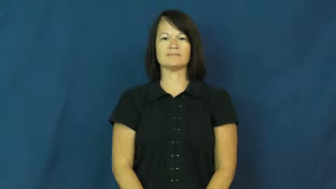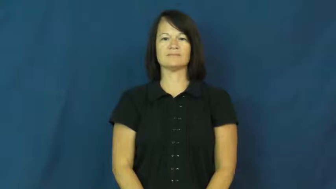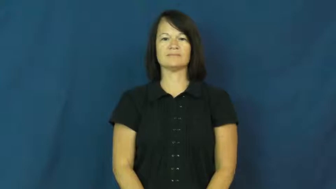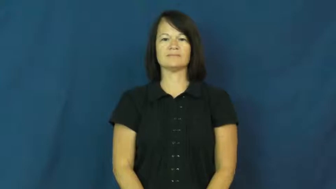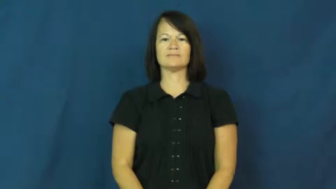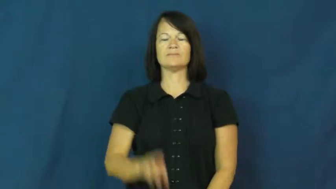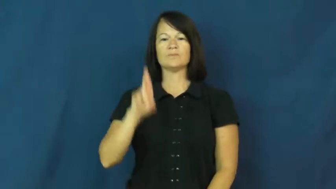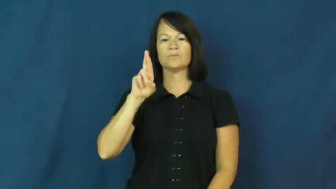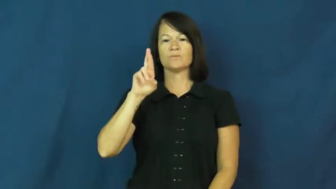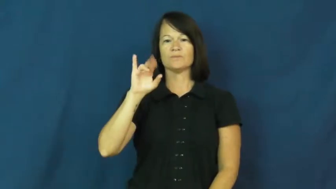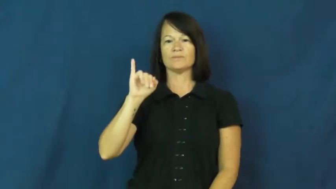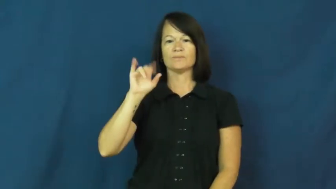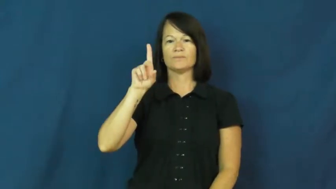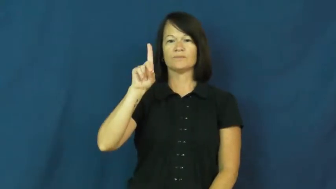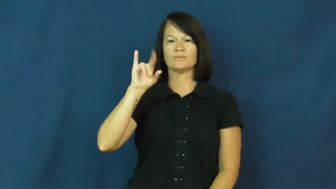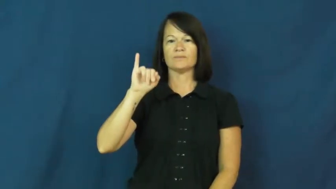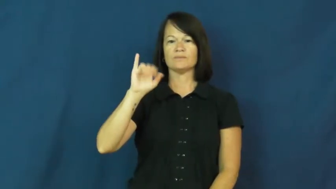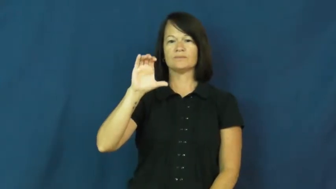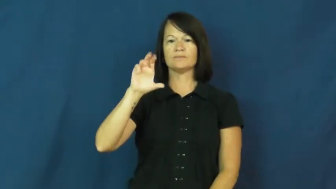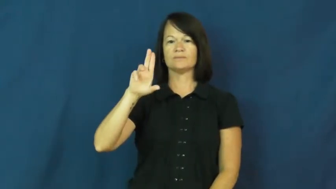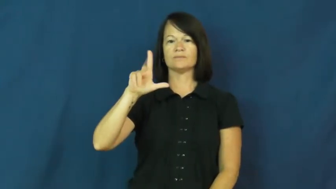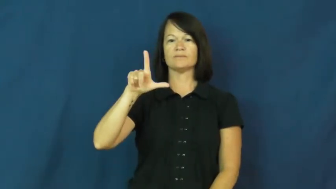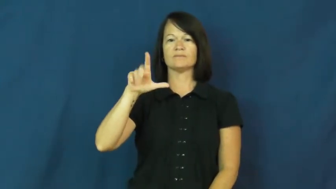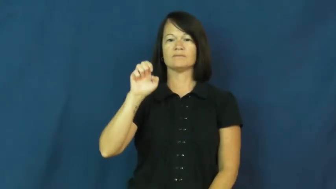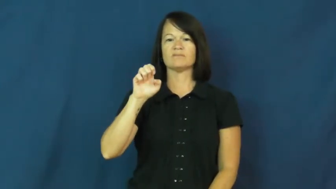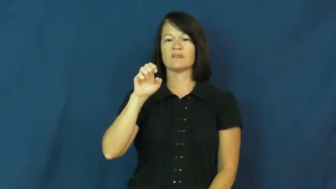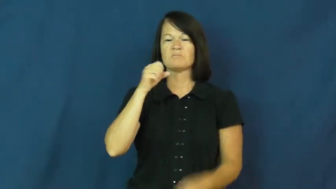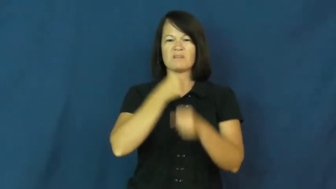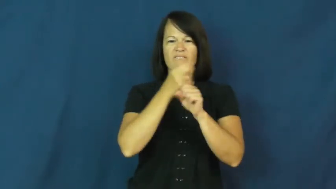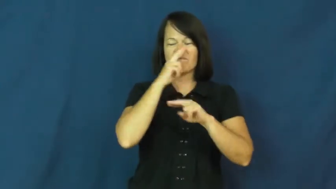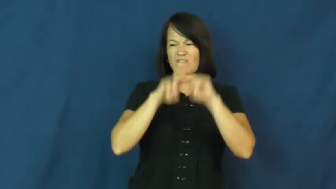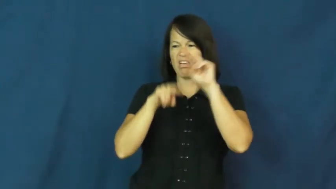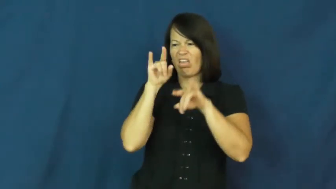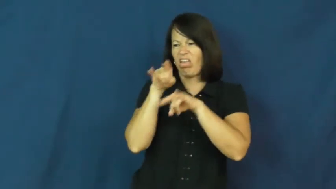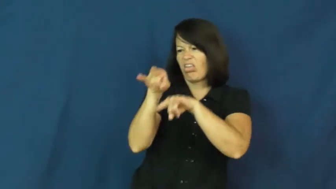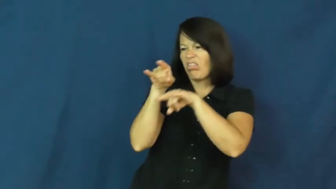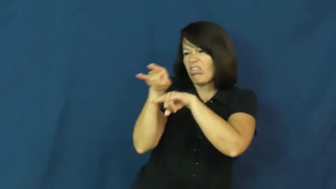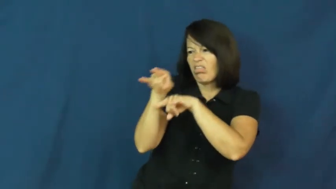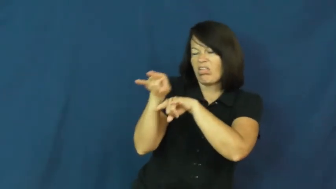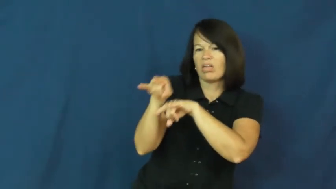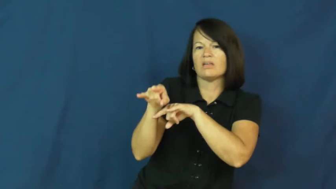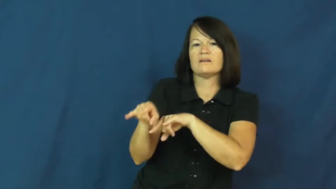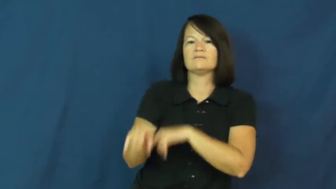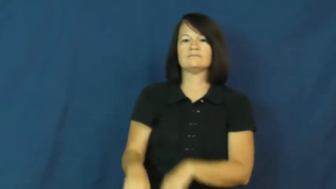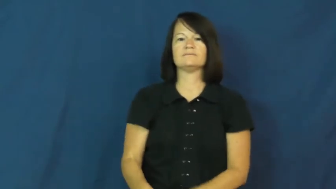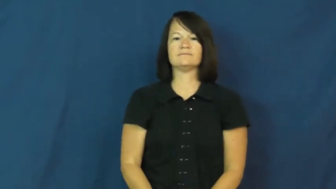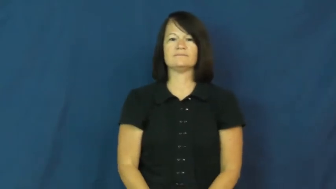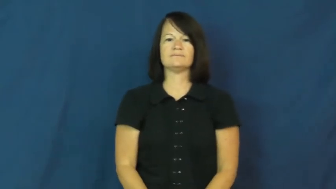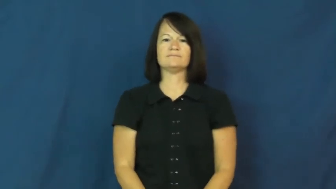ridicule